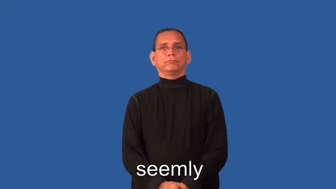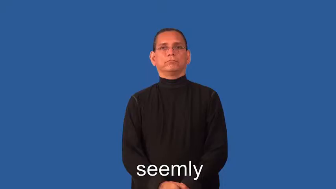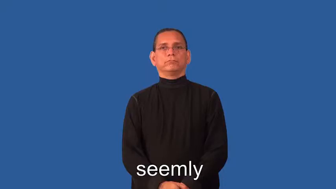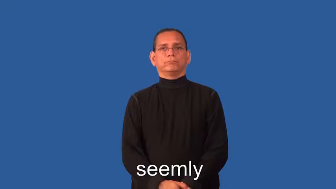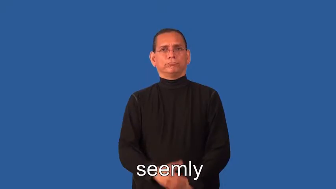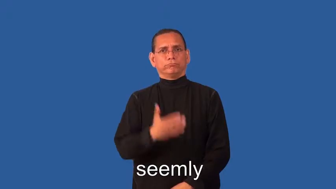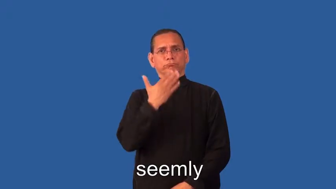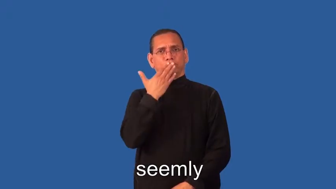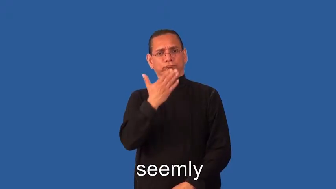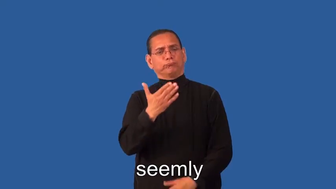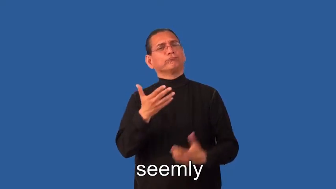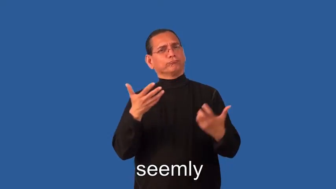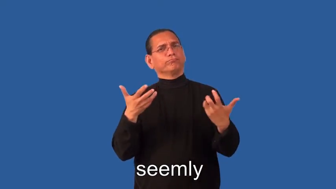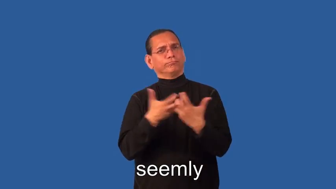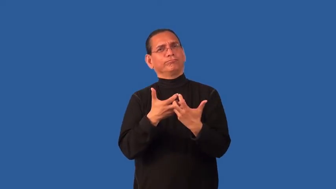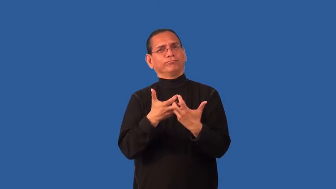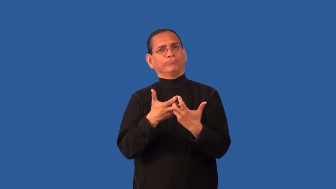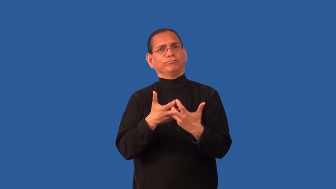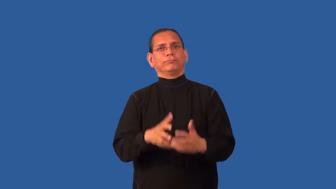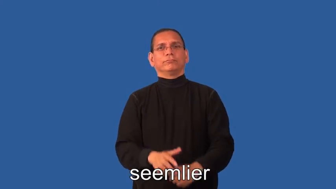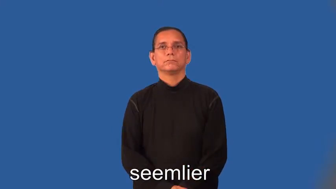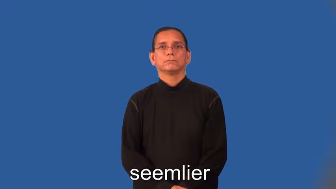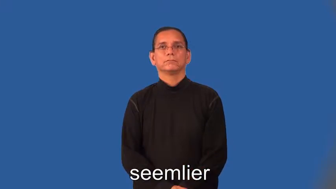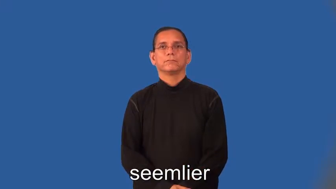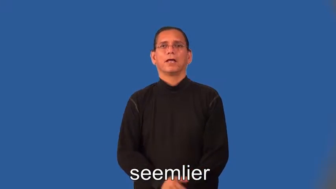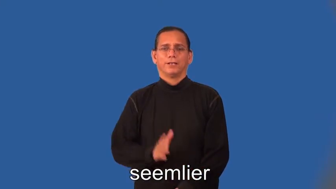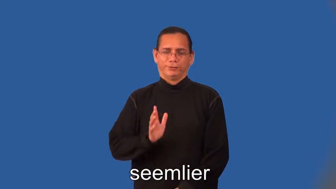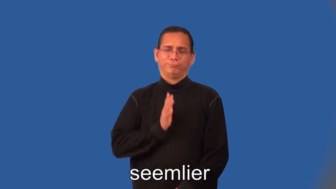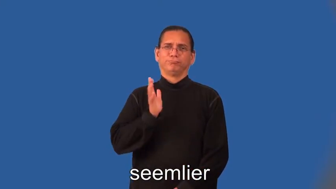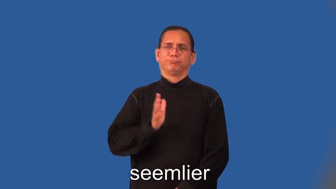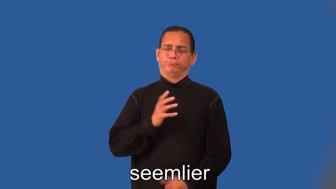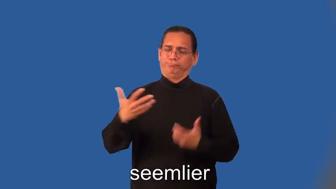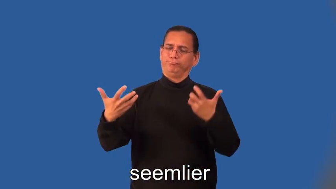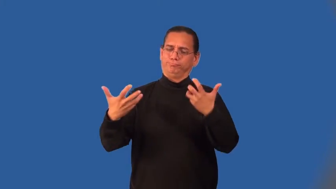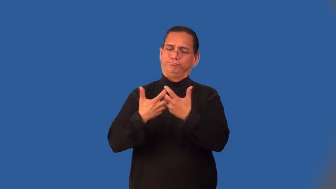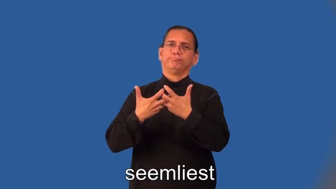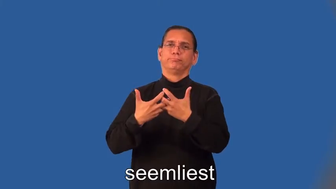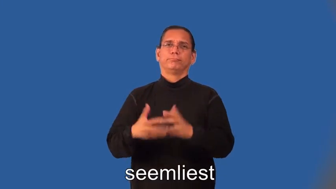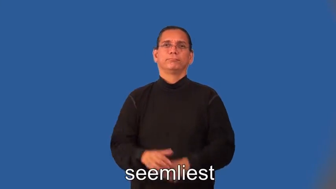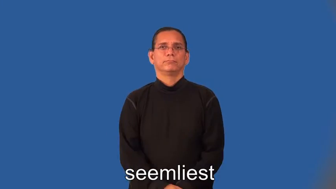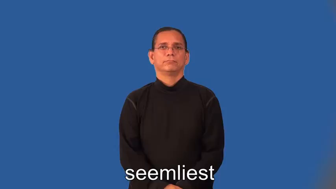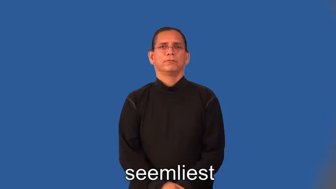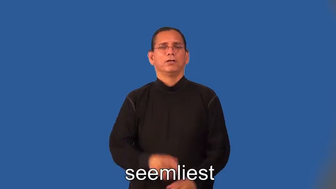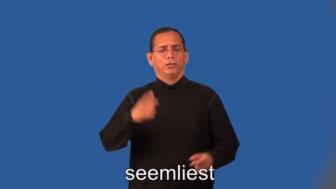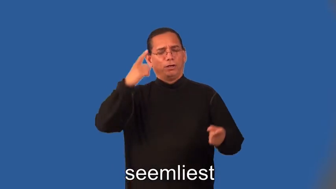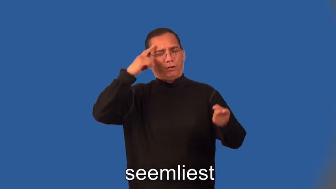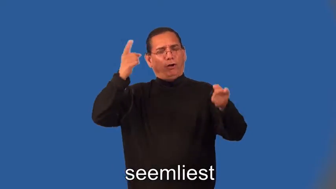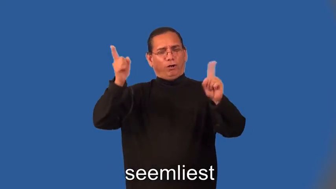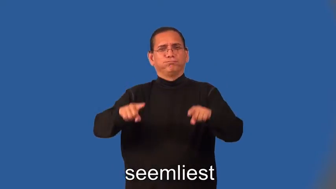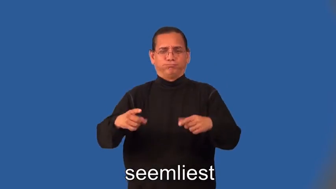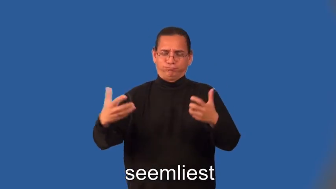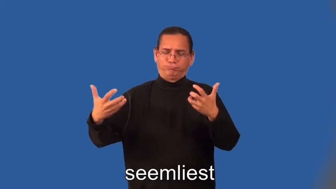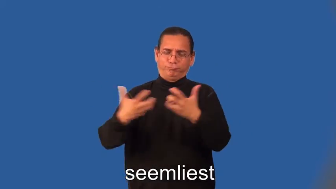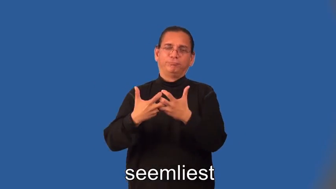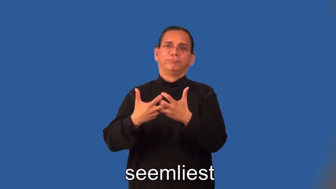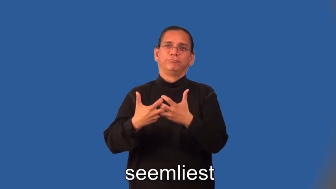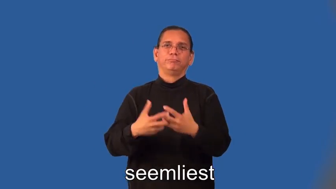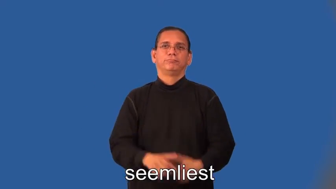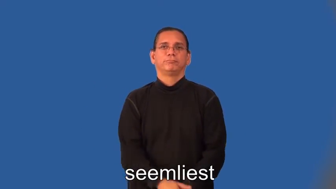semlier,seemliest